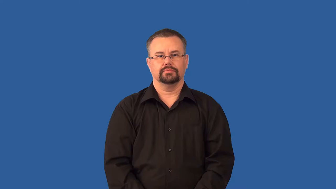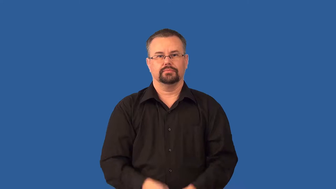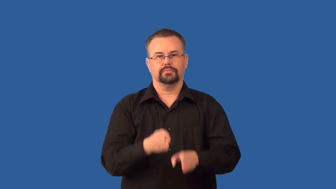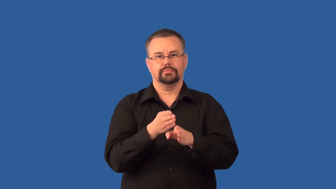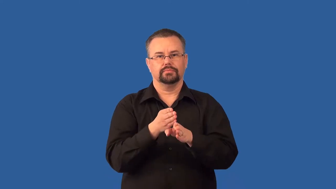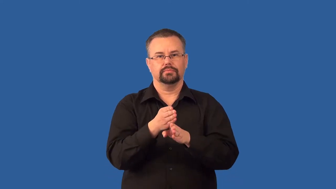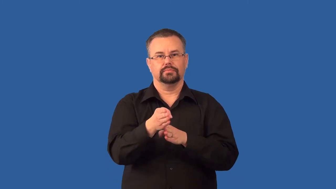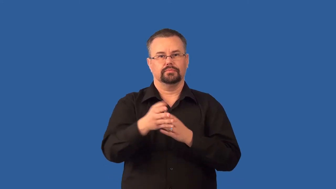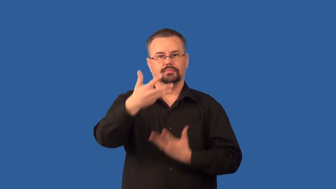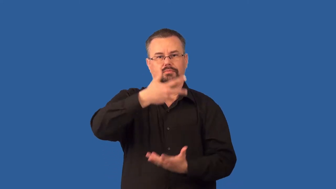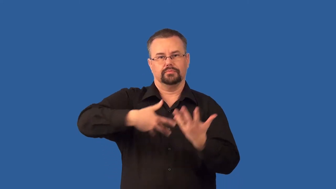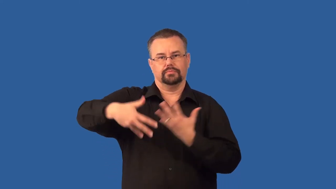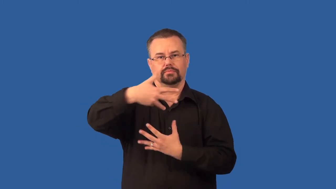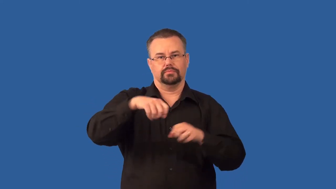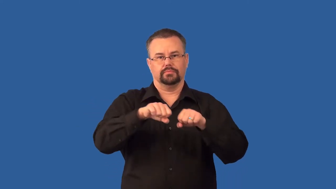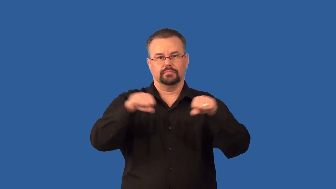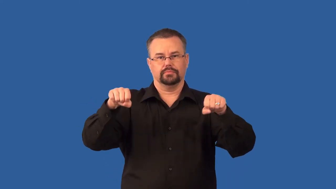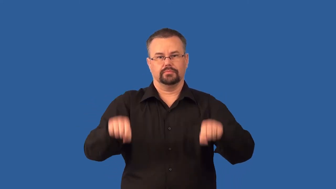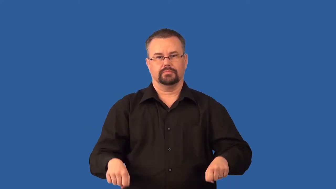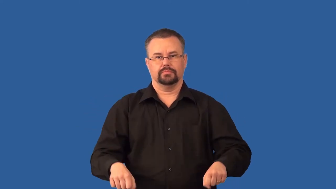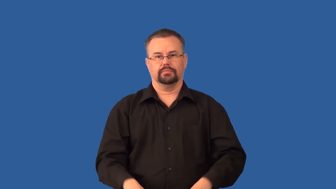systemic- circulation